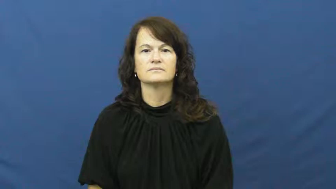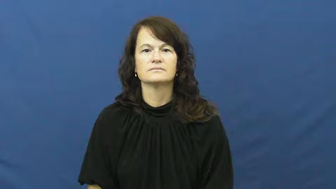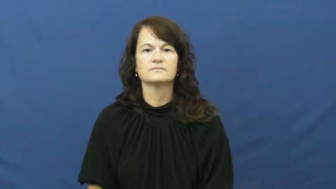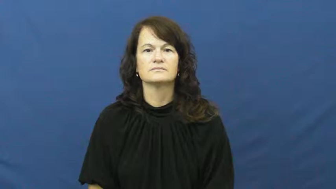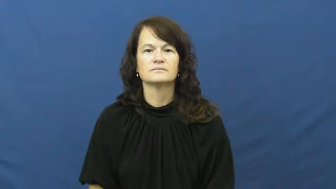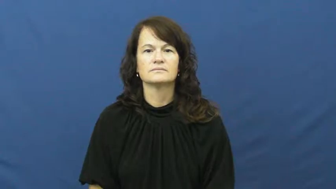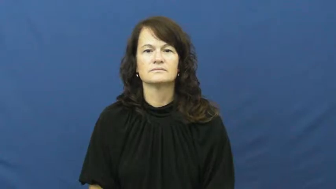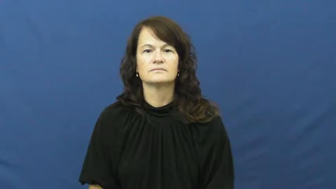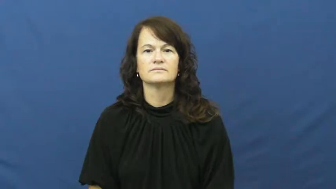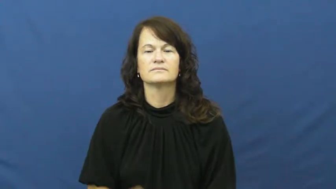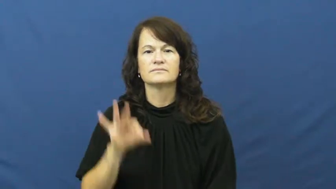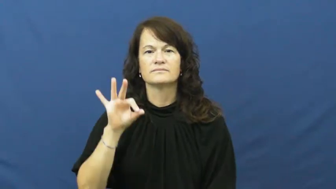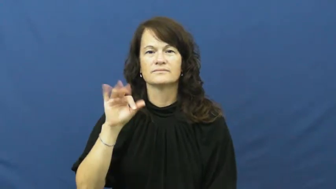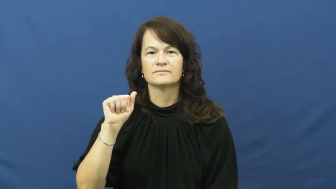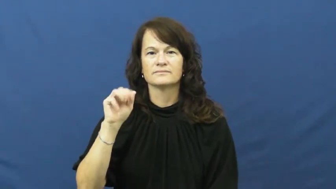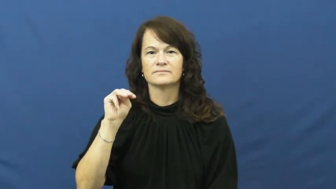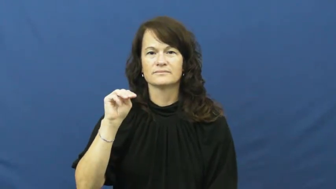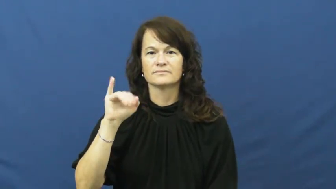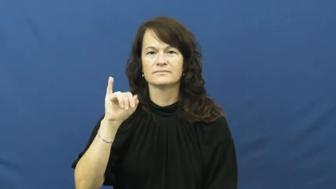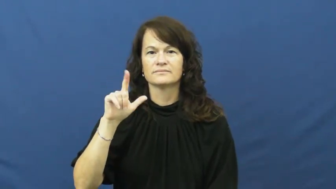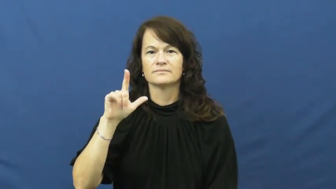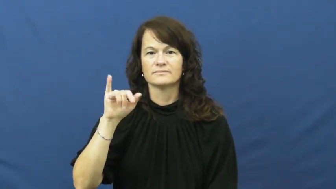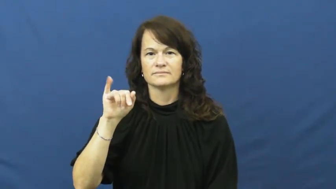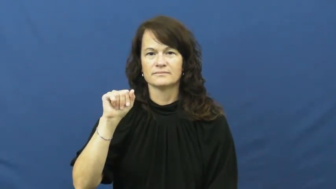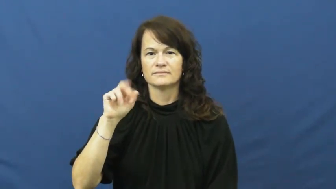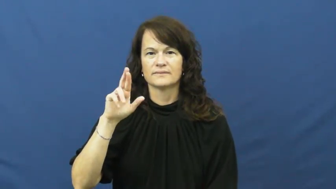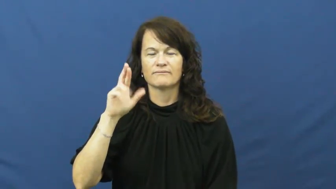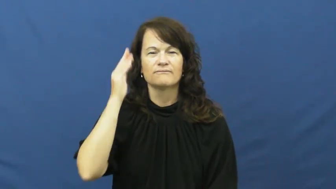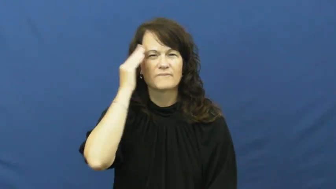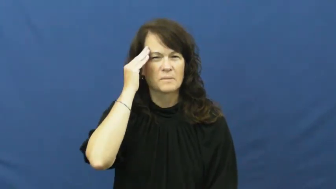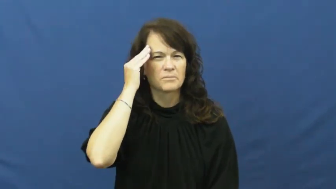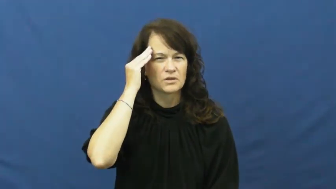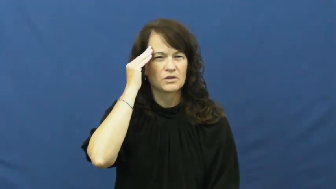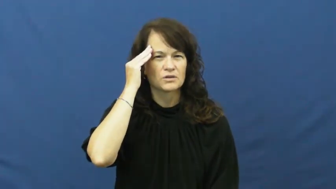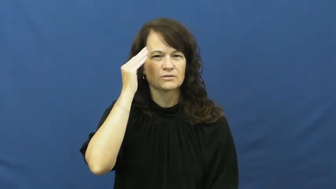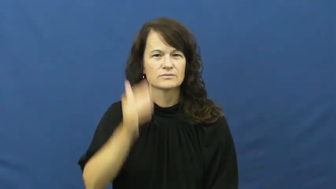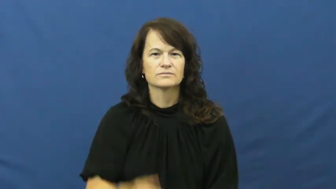familiar